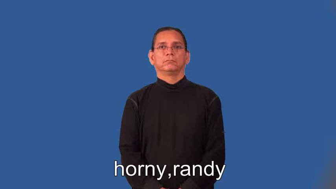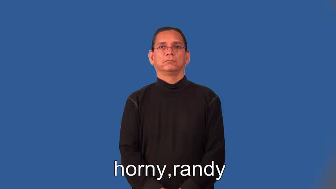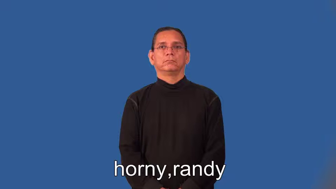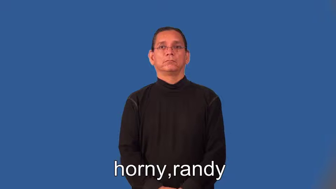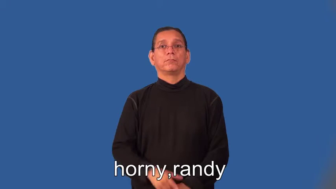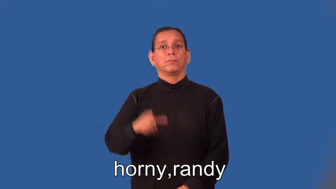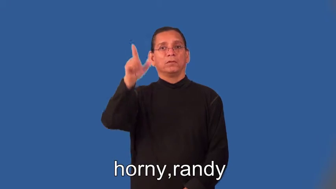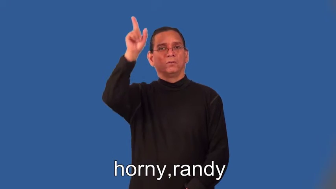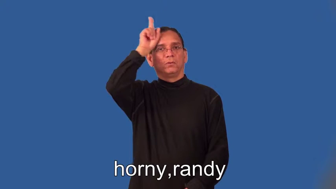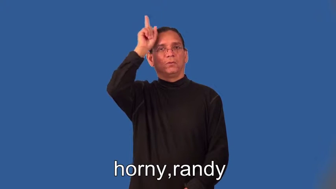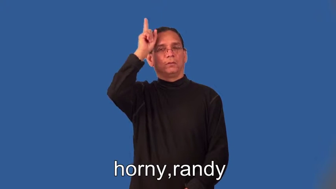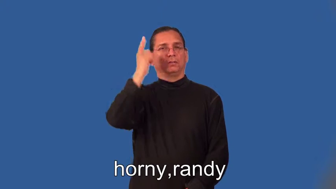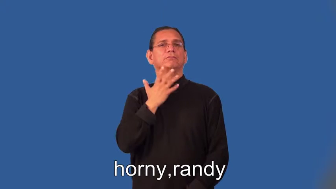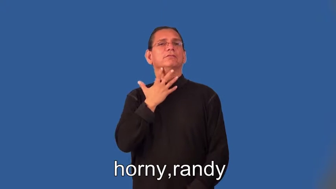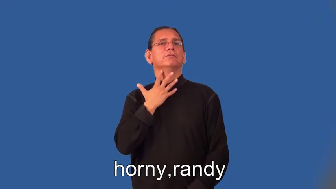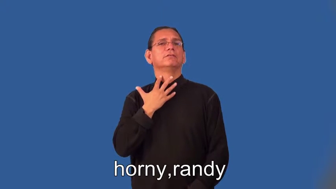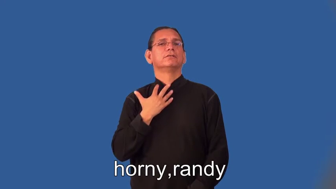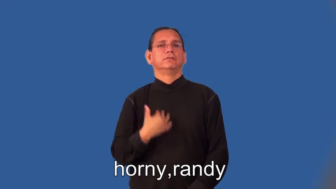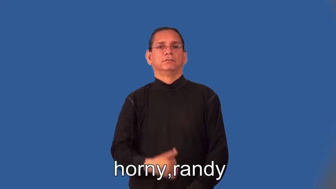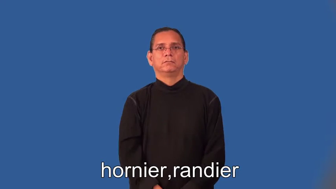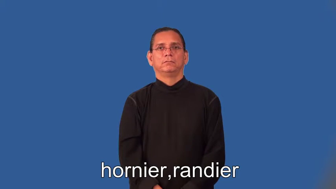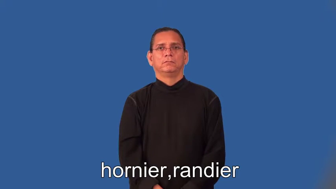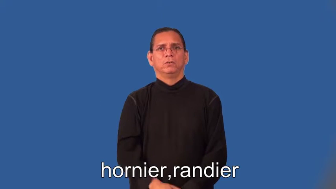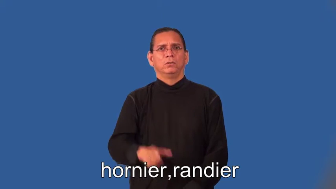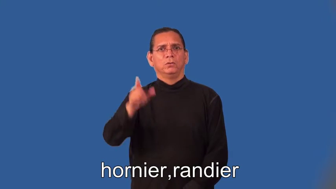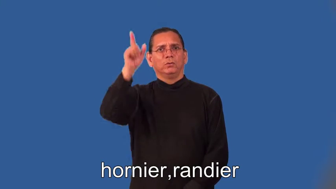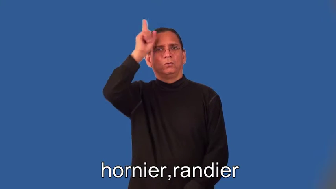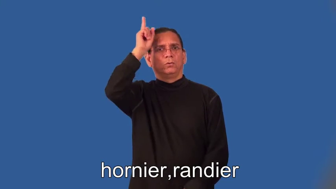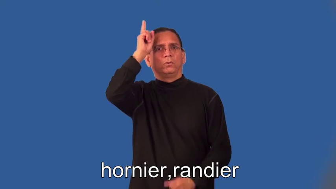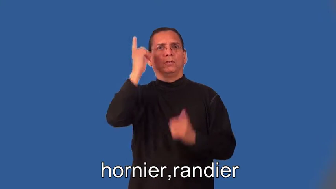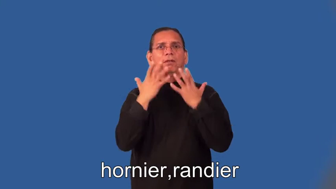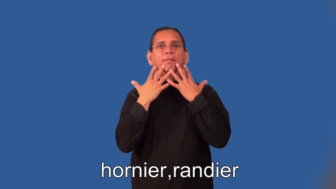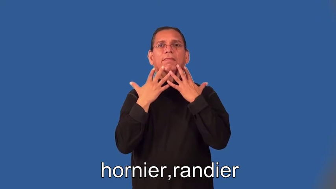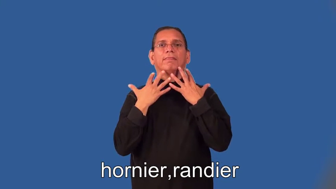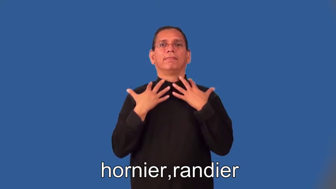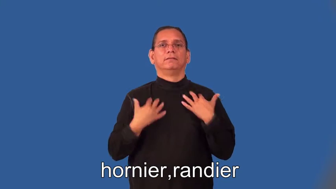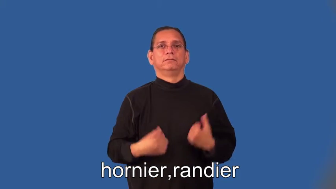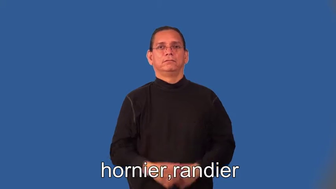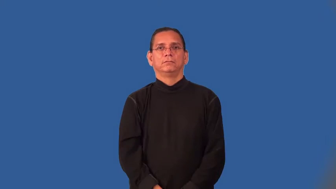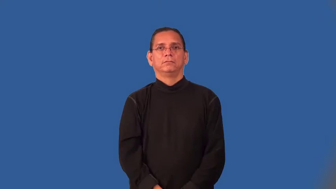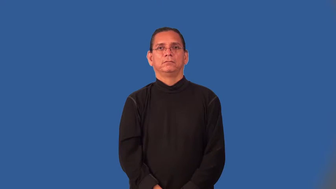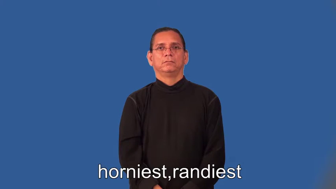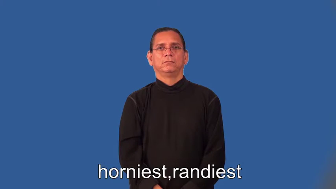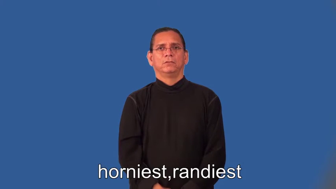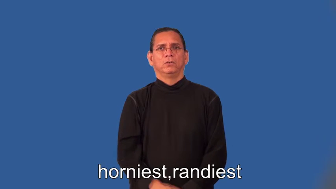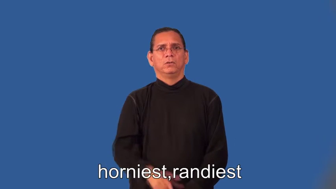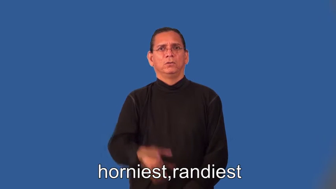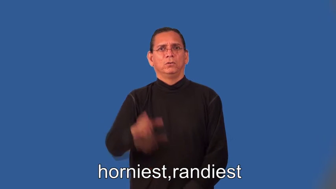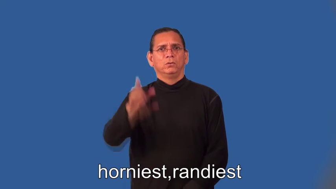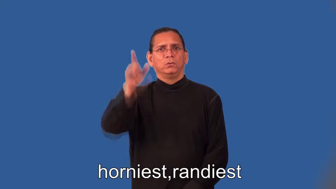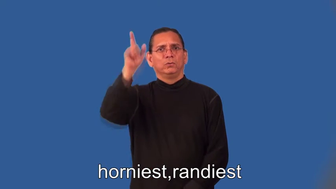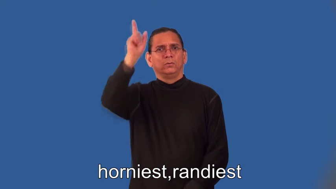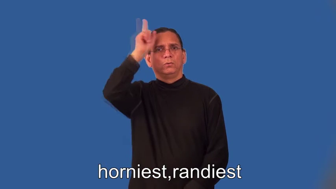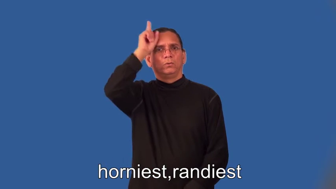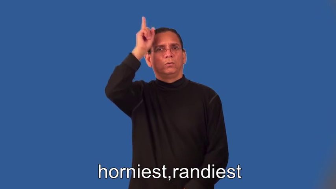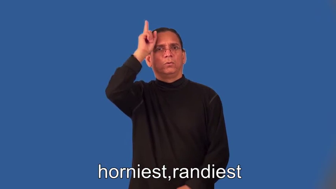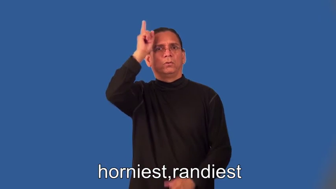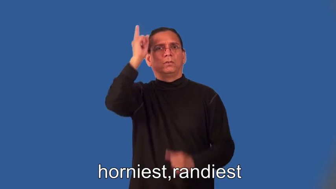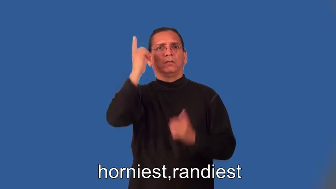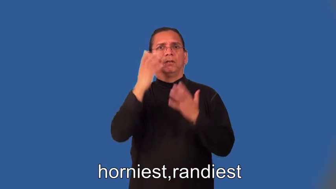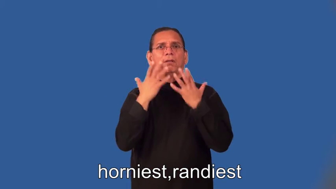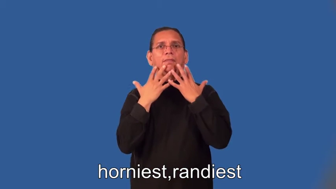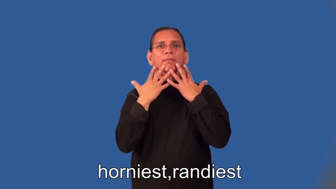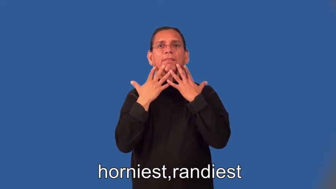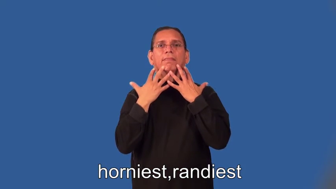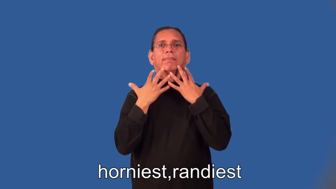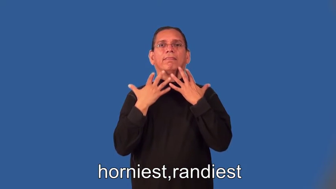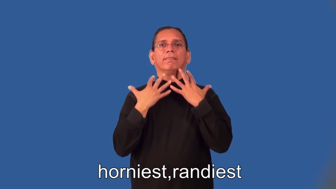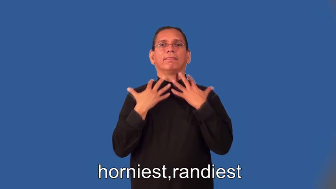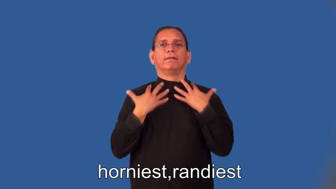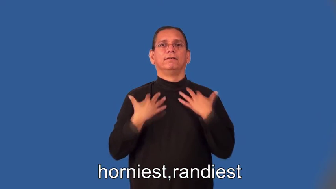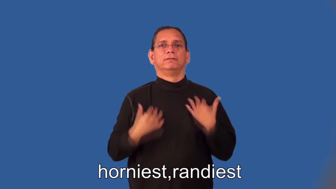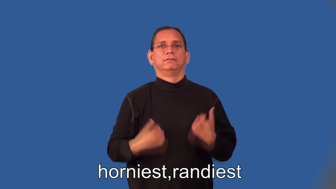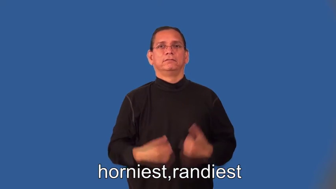hornier,randier,horniest,randiest